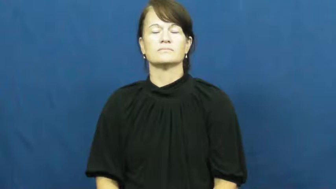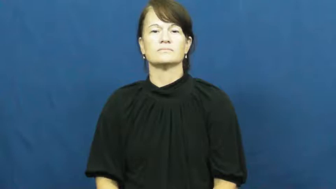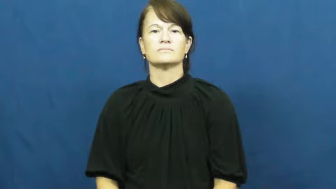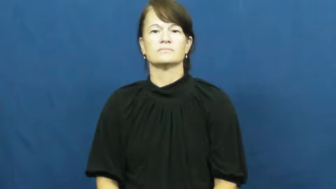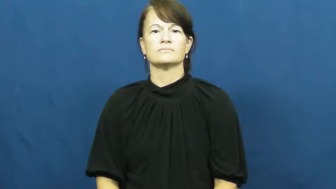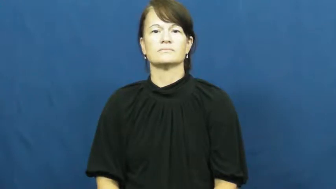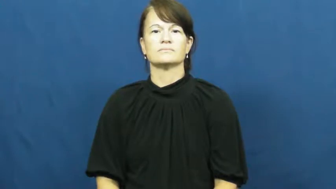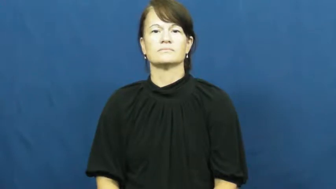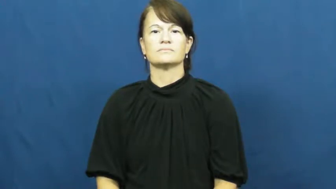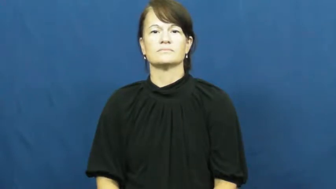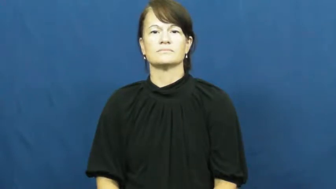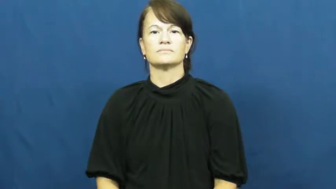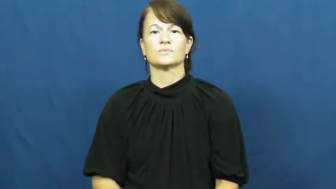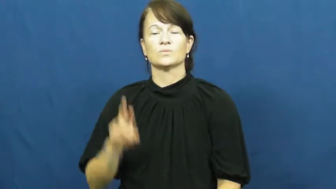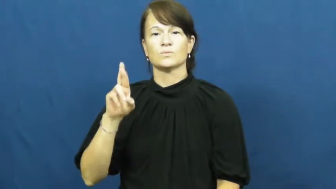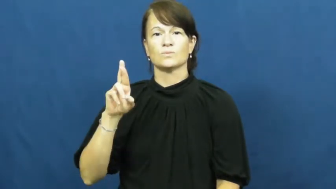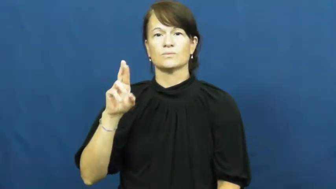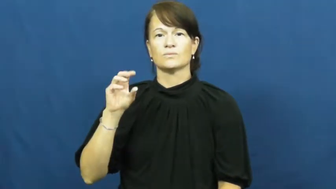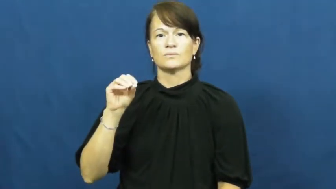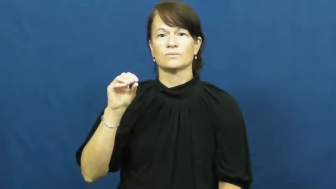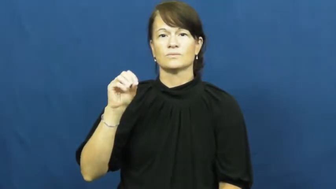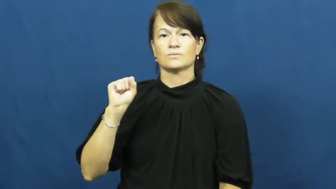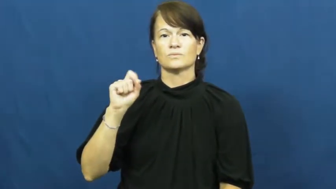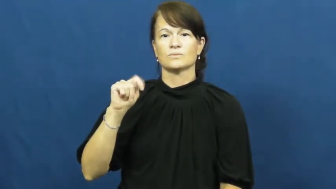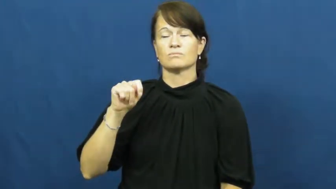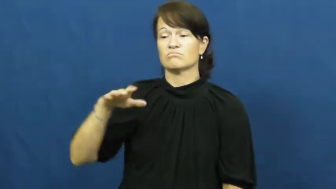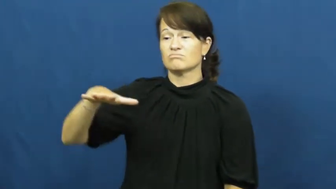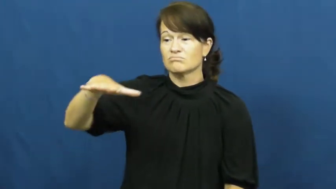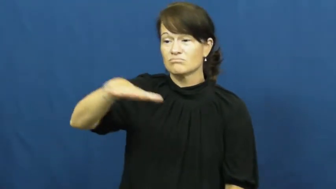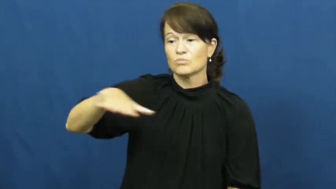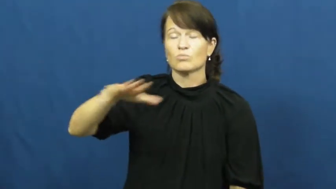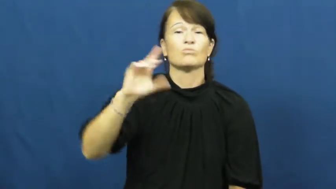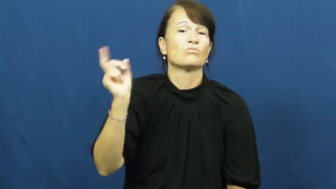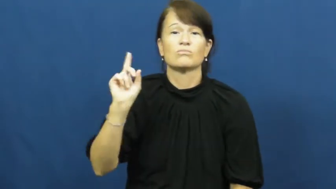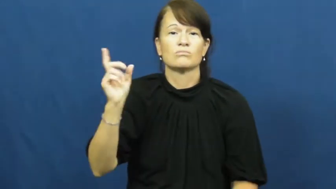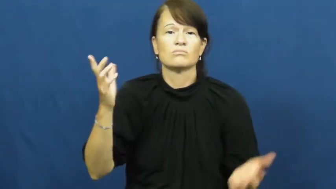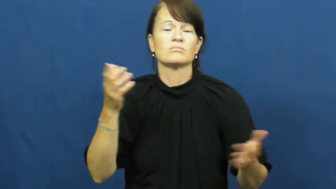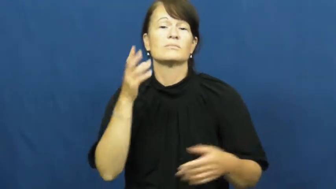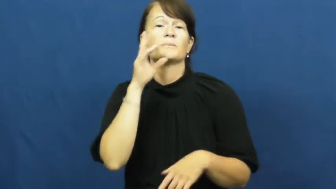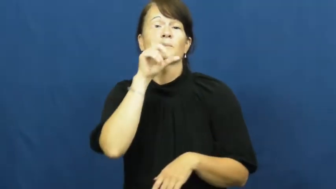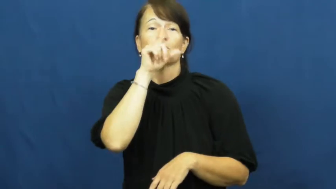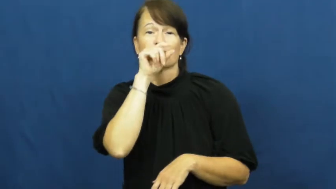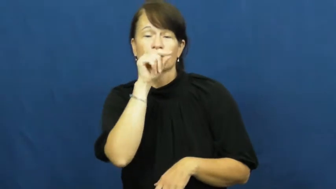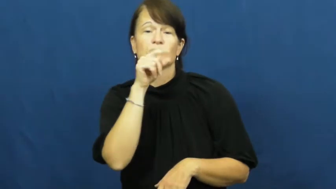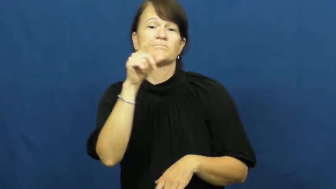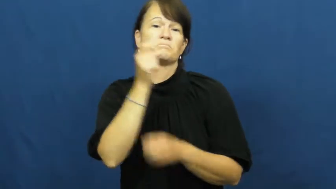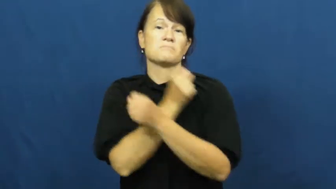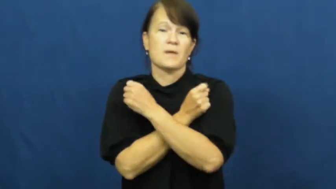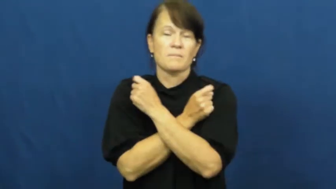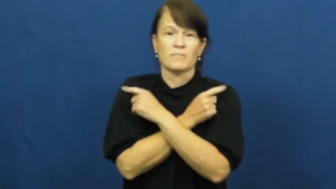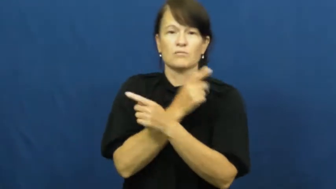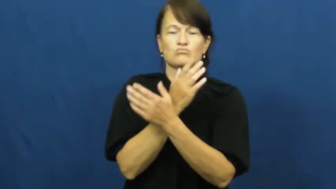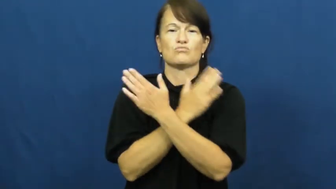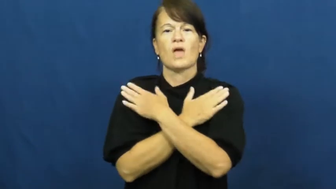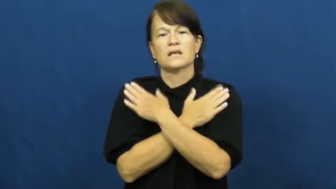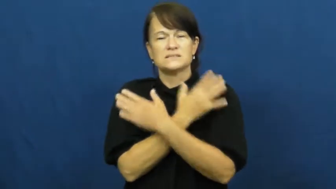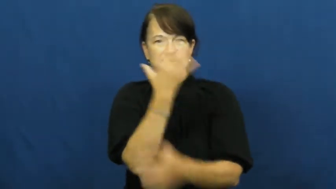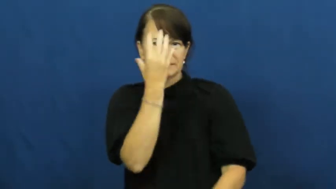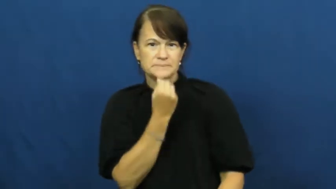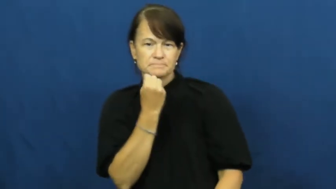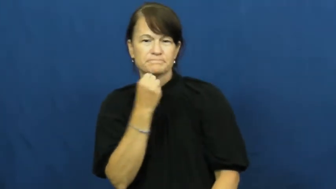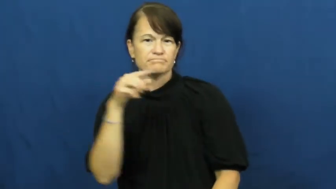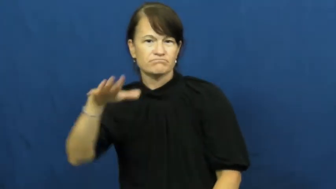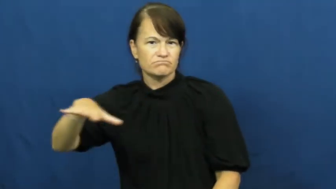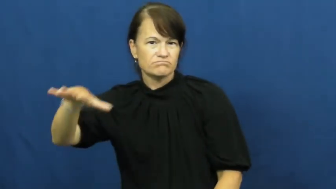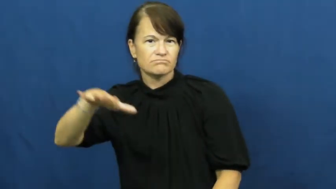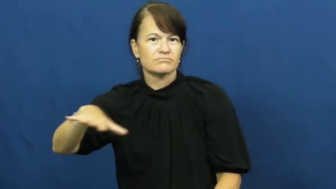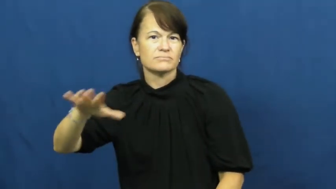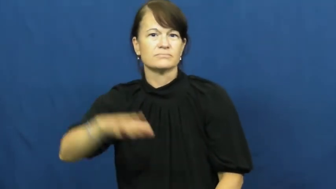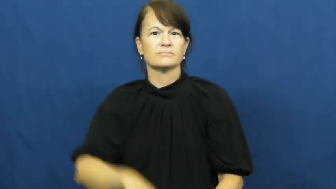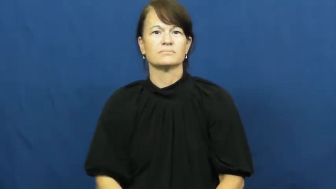roost